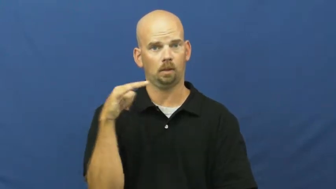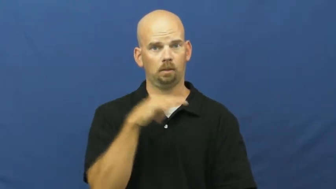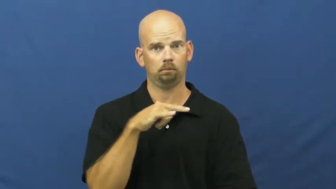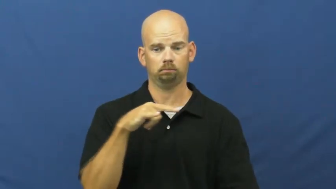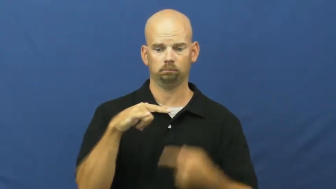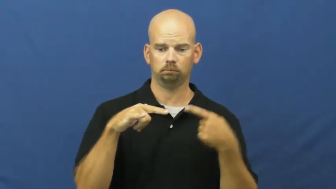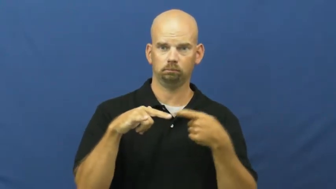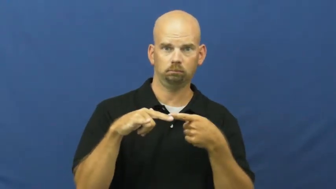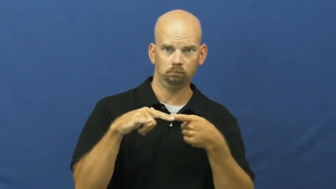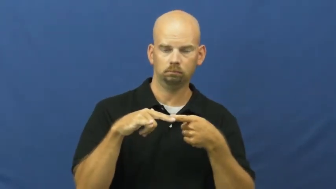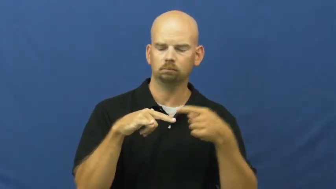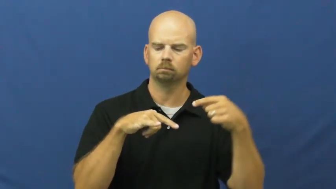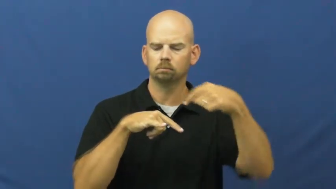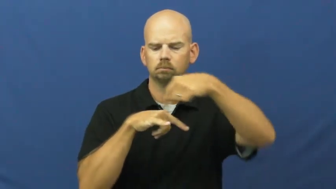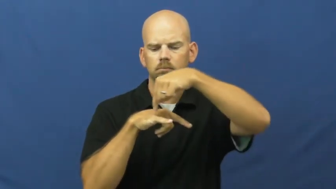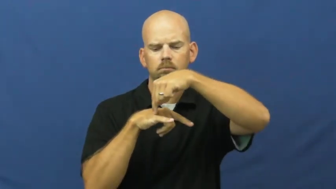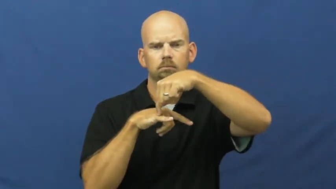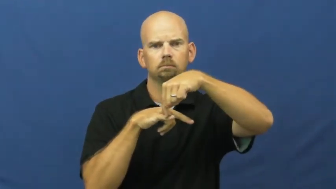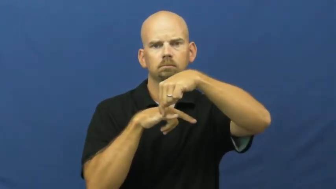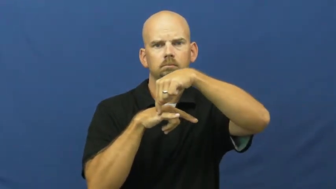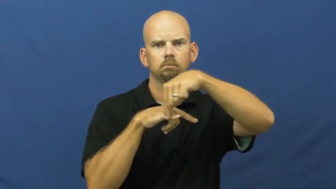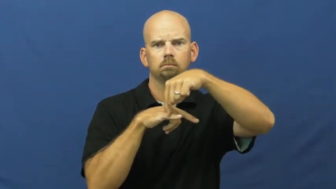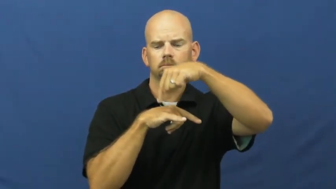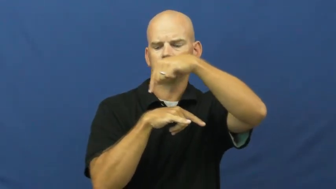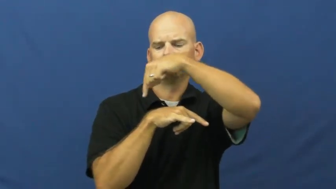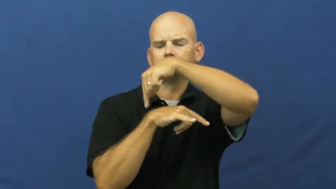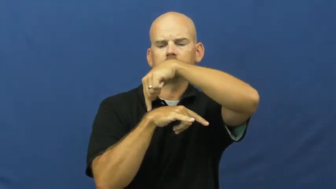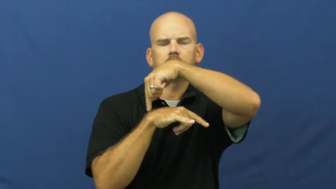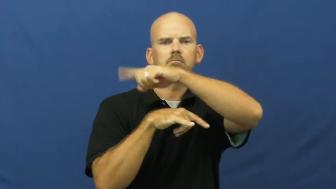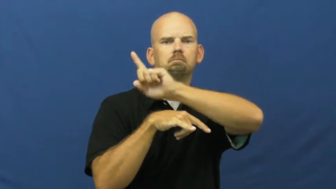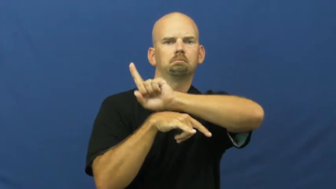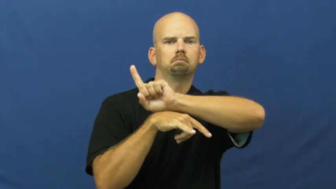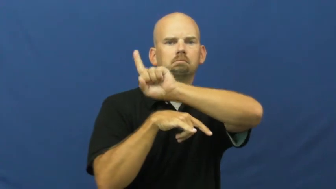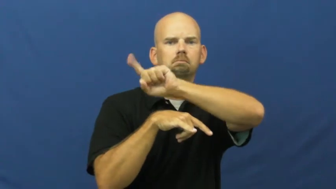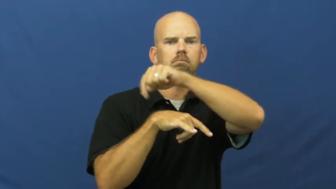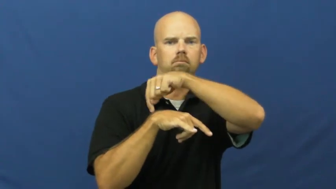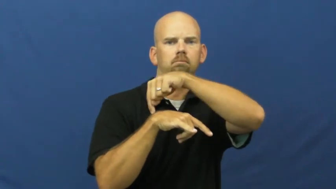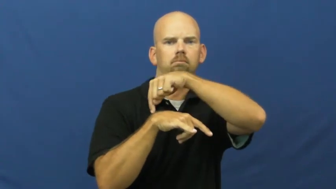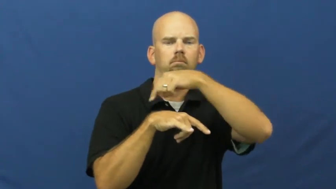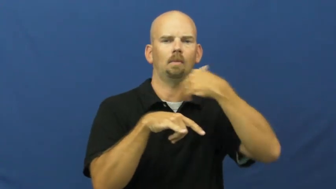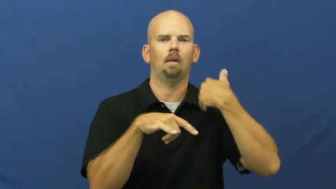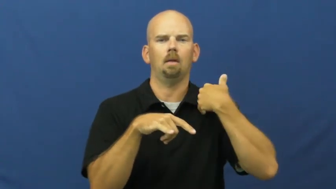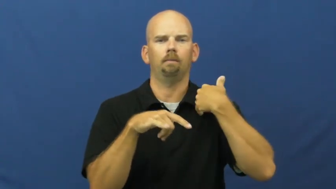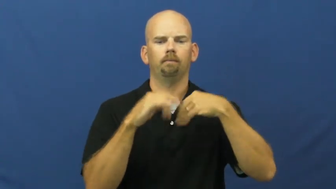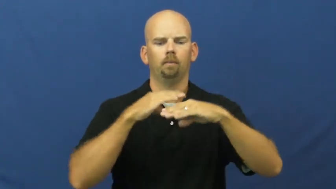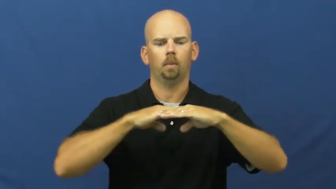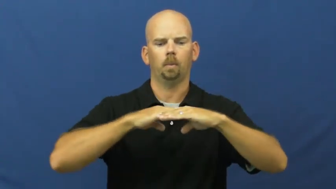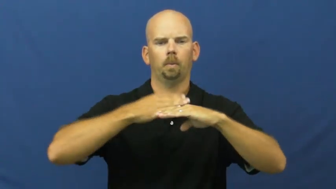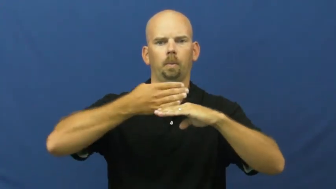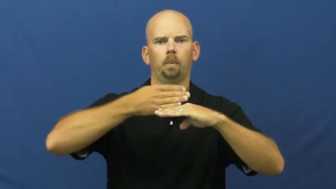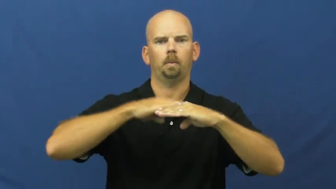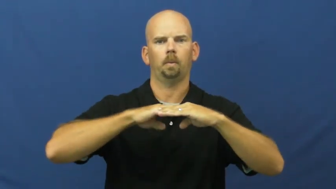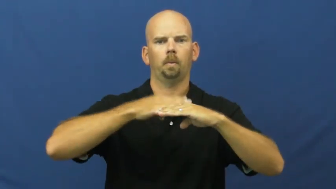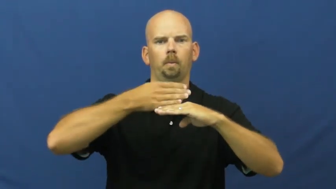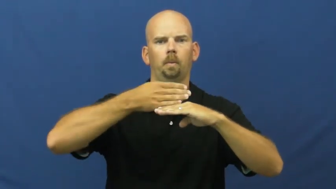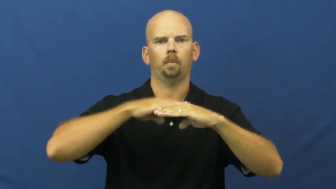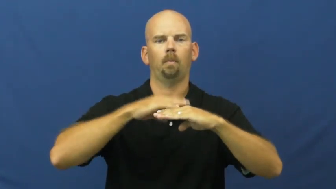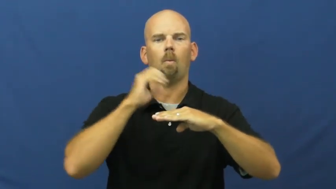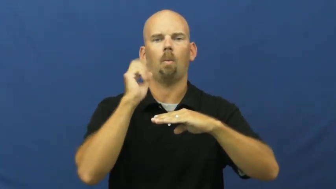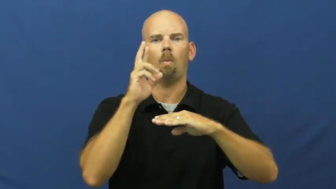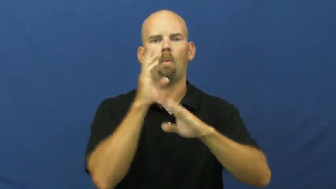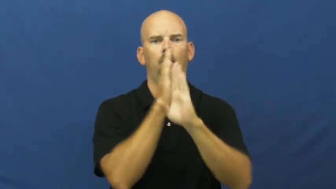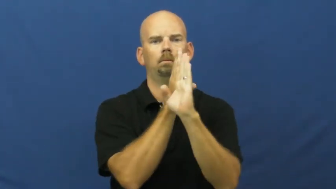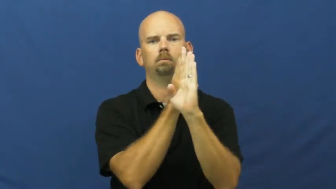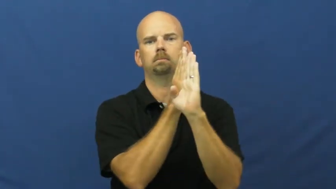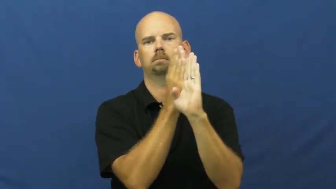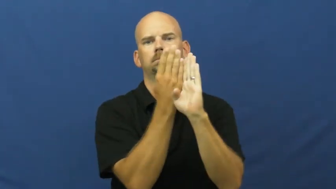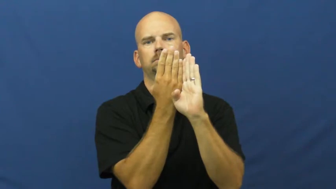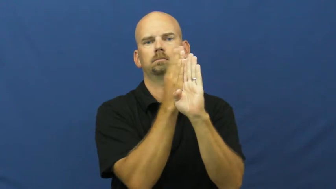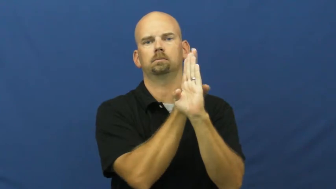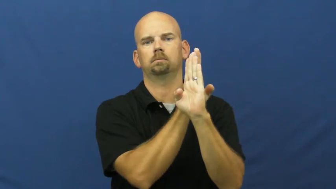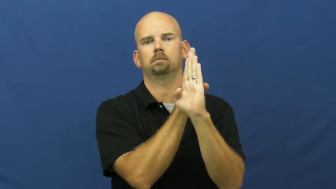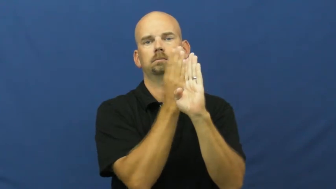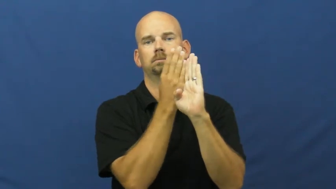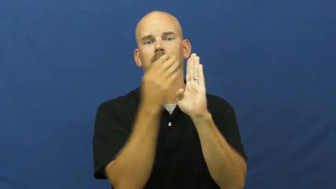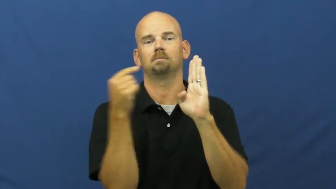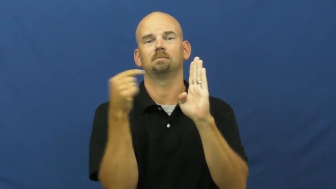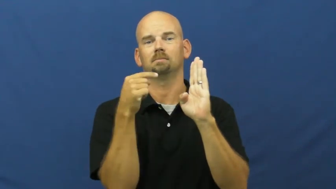fin-airplane